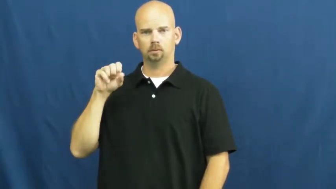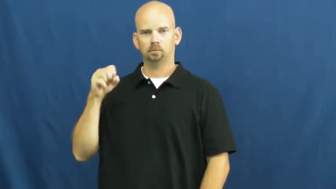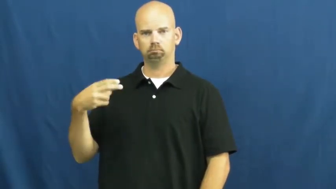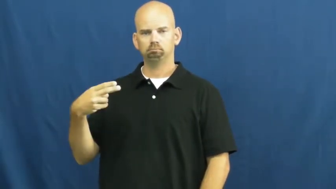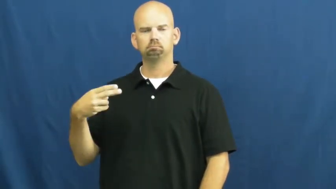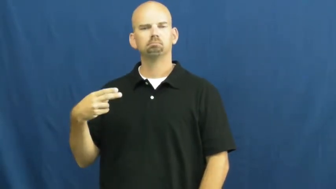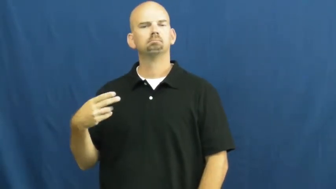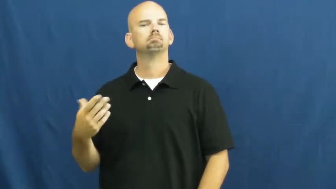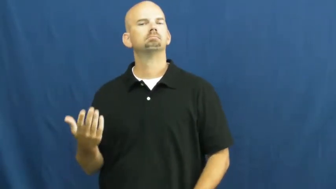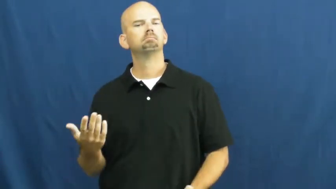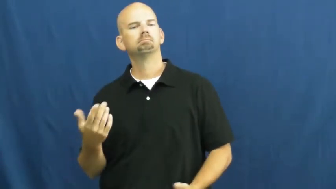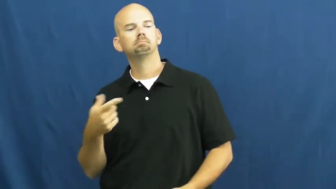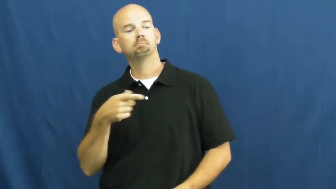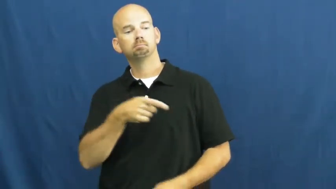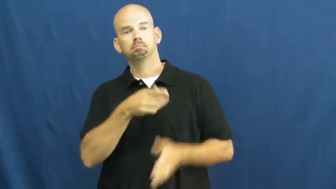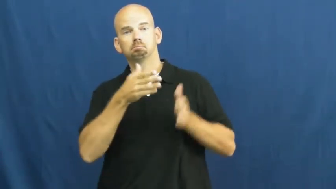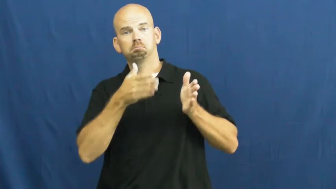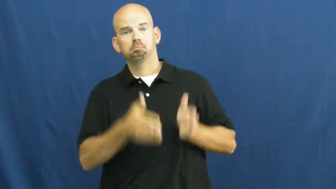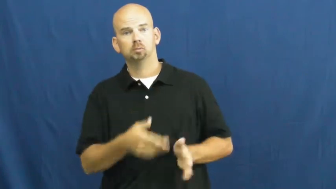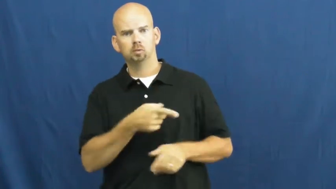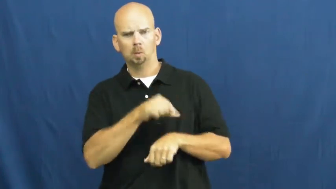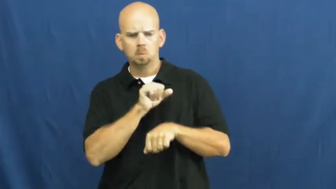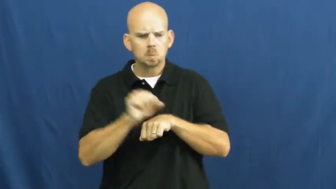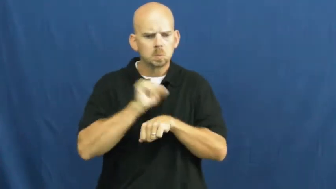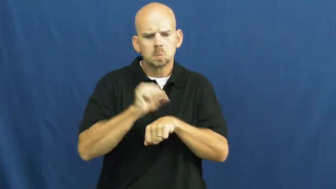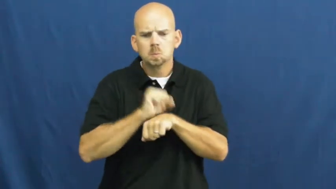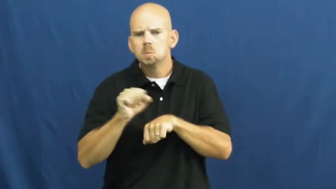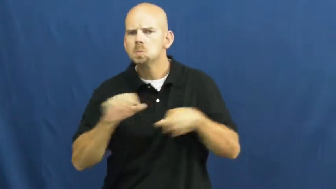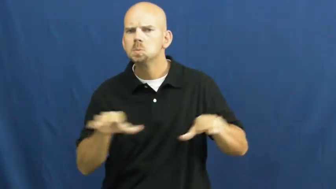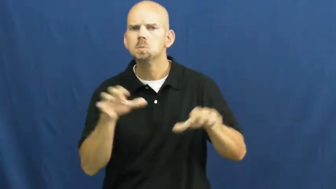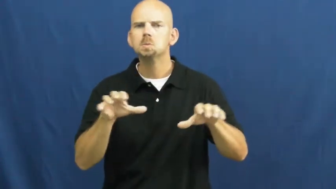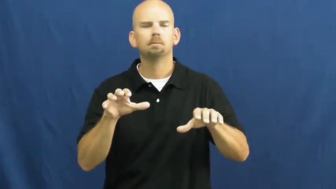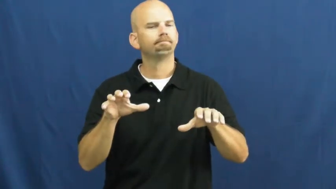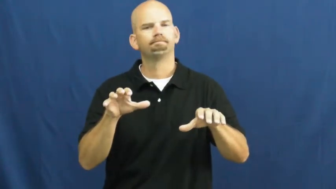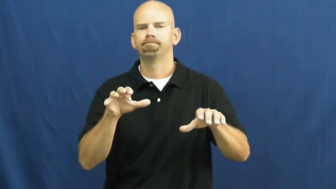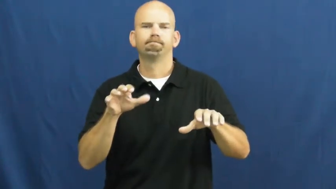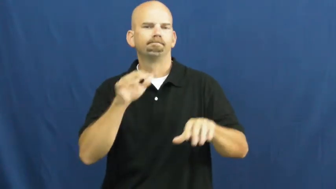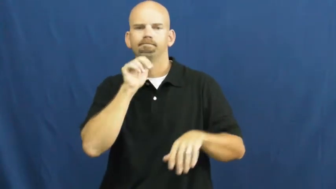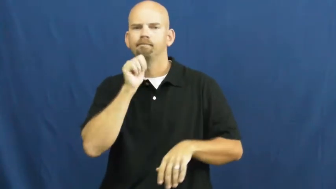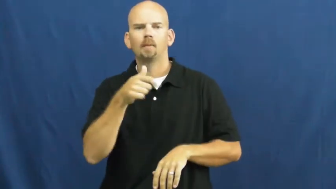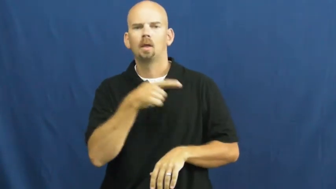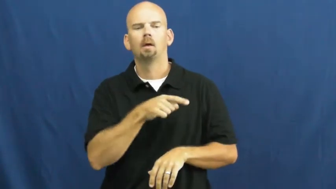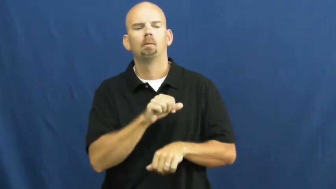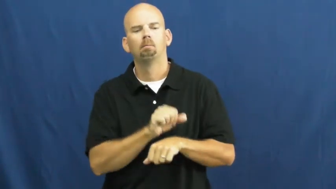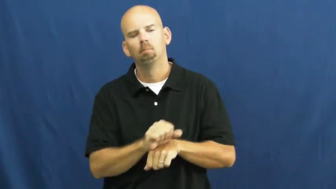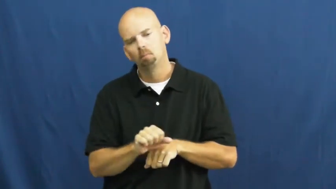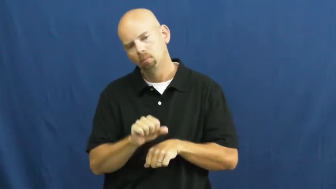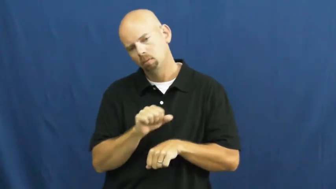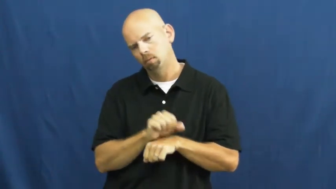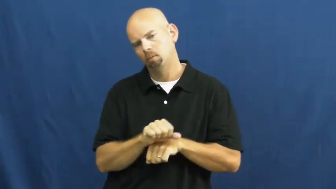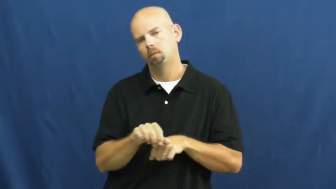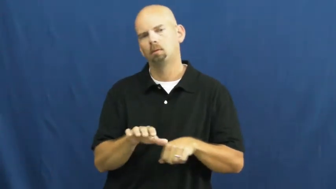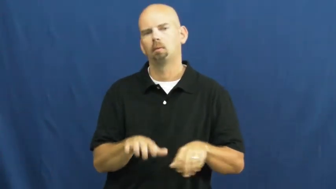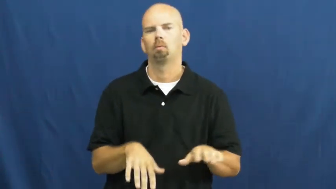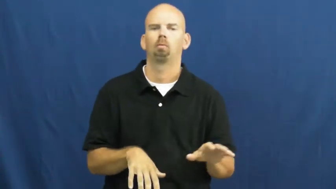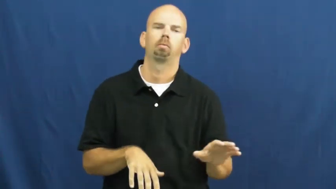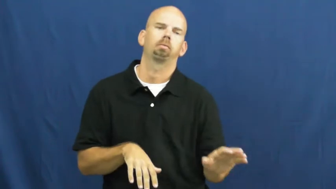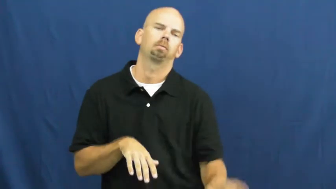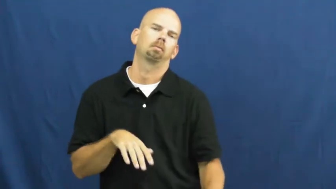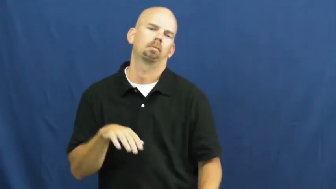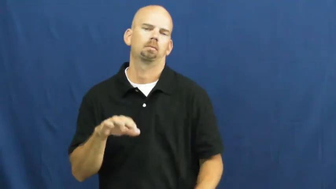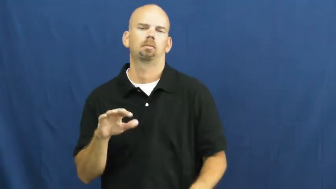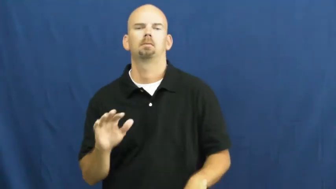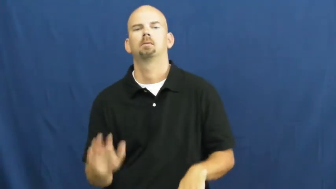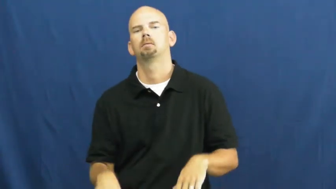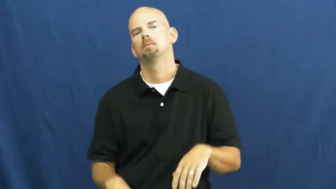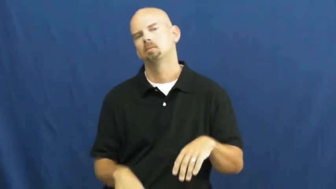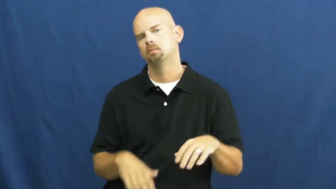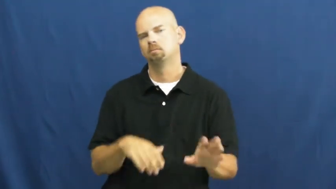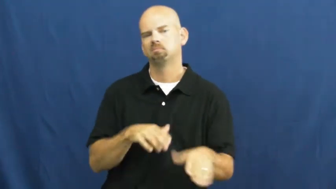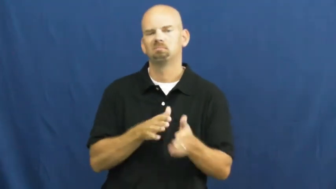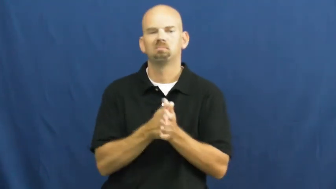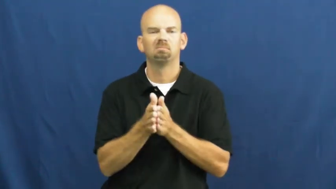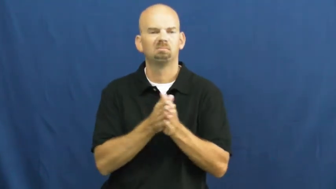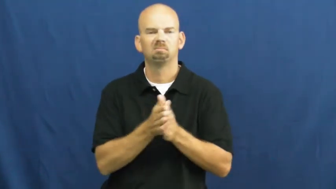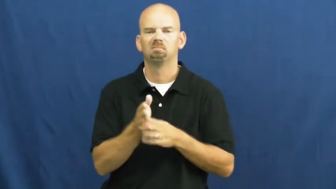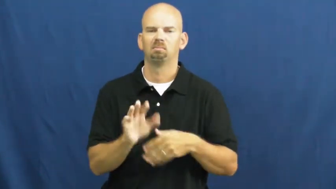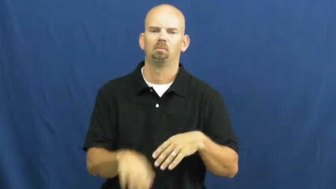sluggish